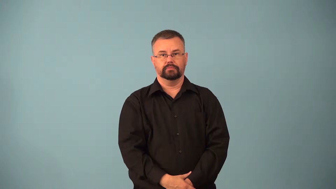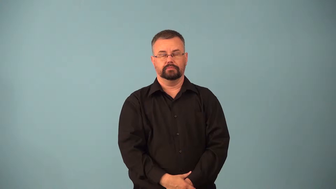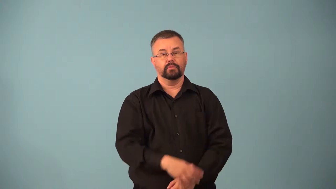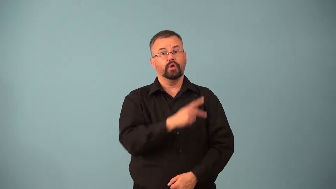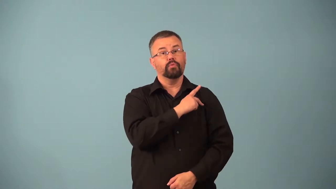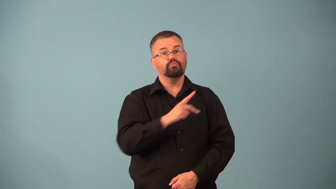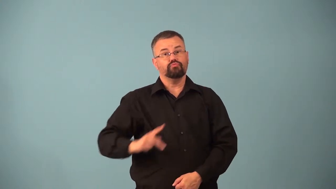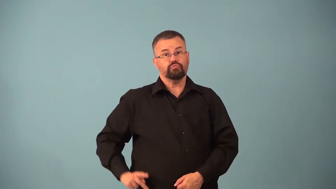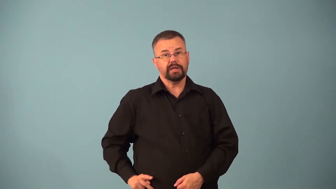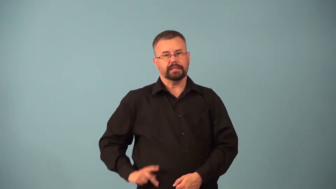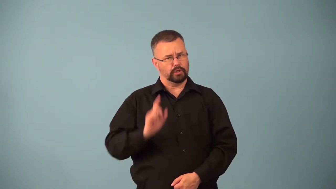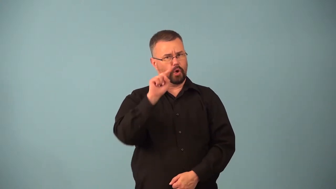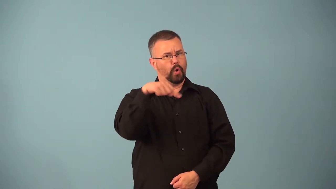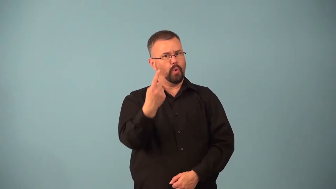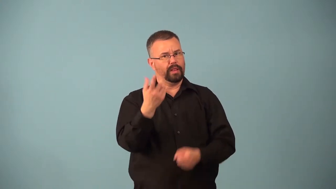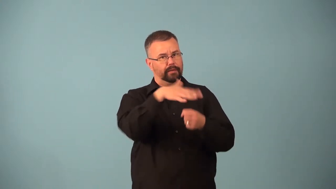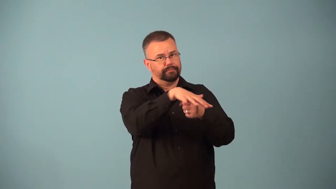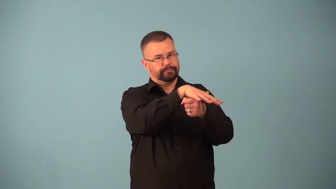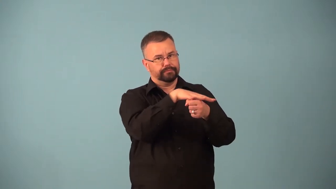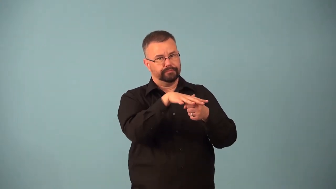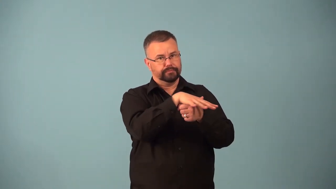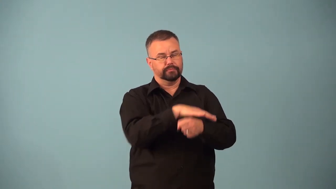archduke,archdukes